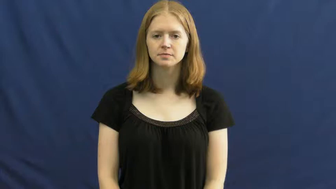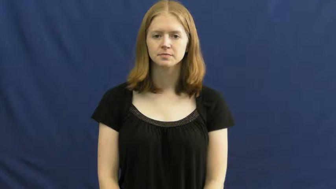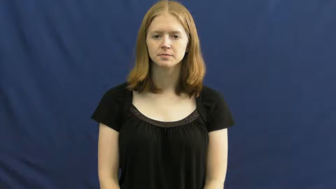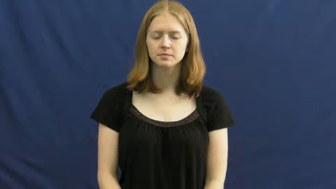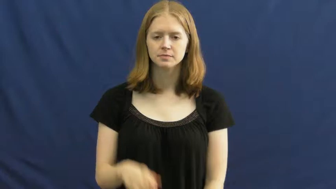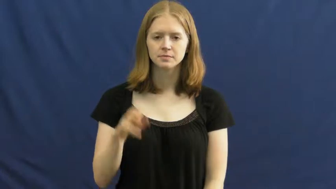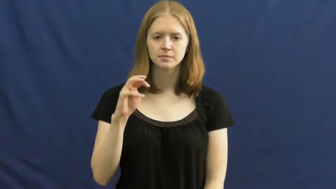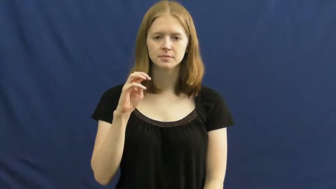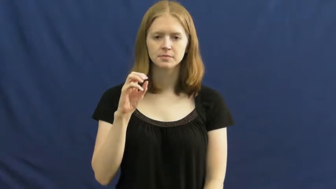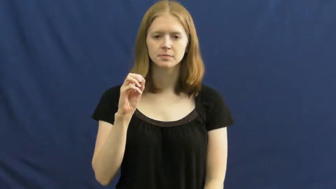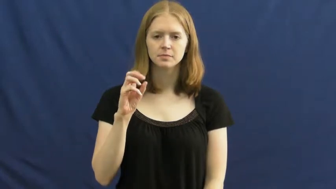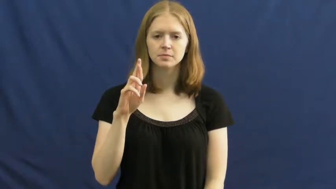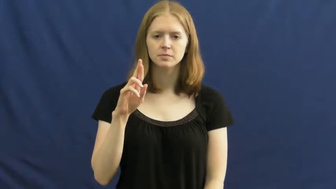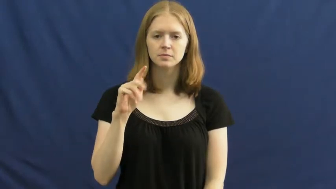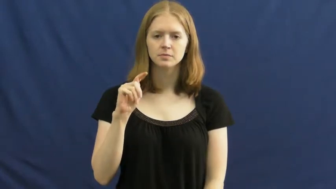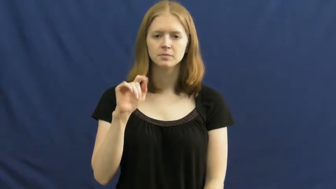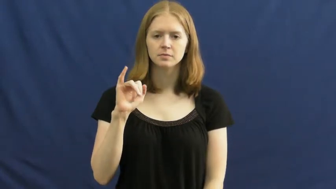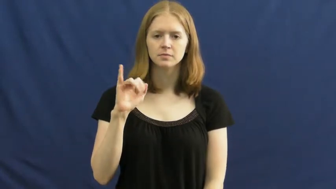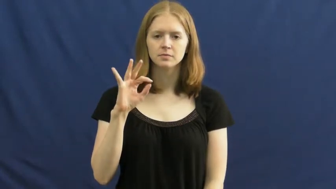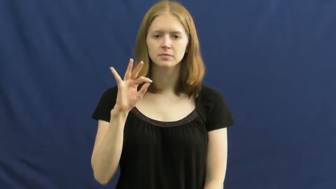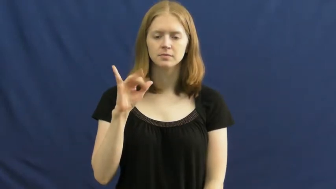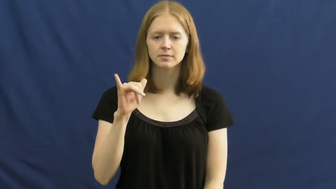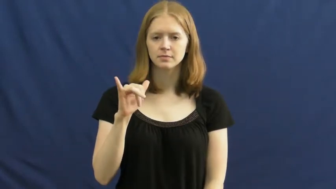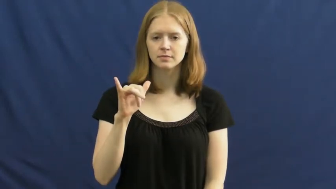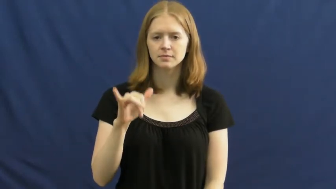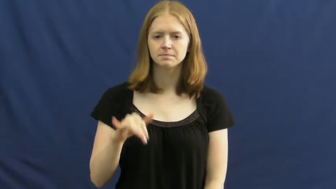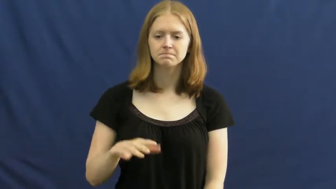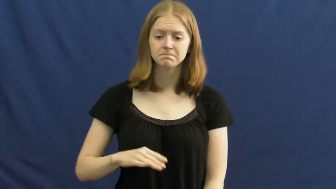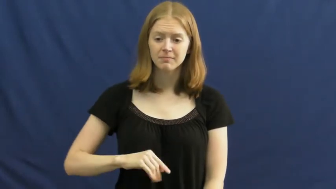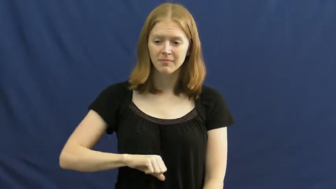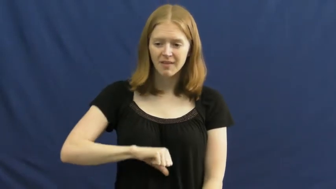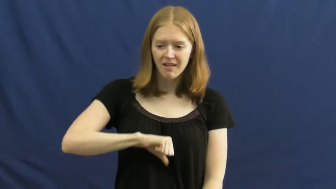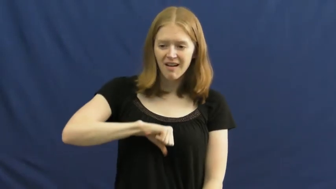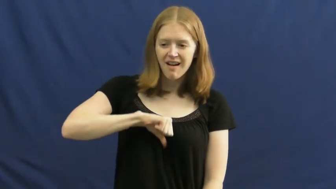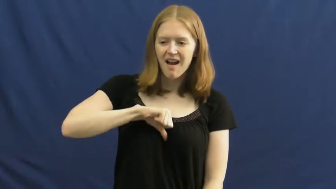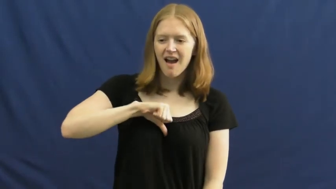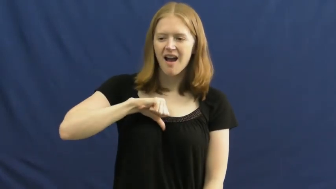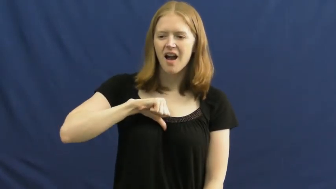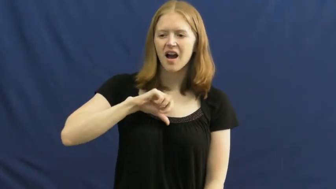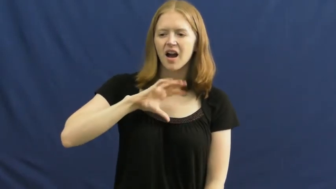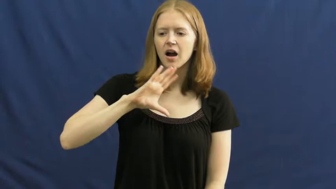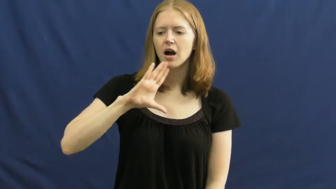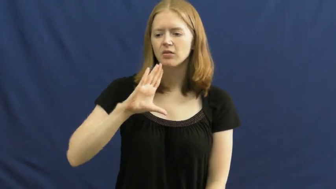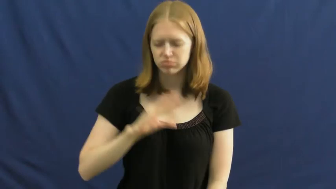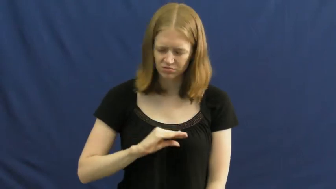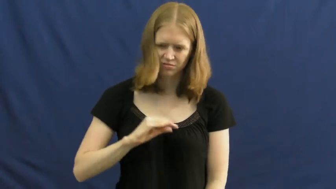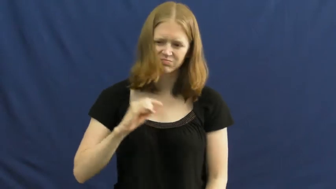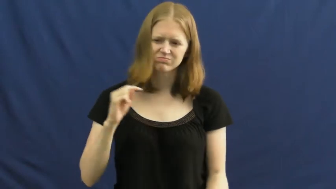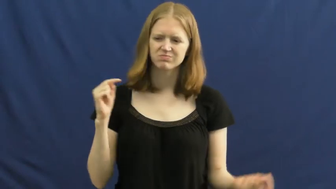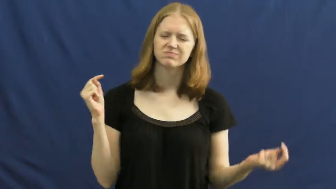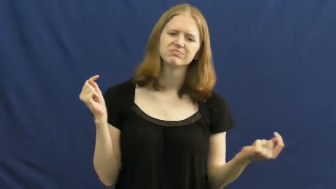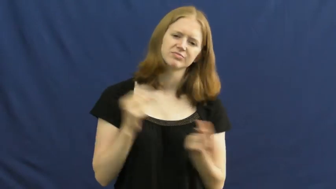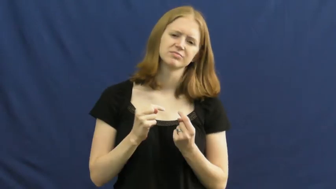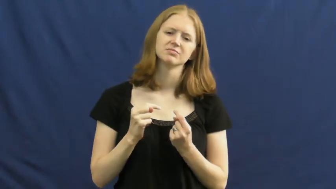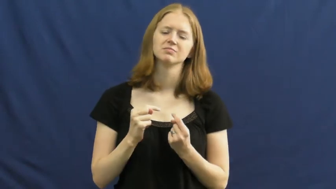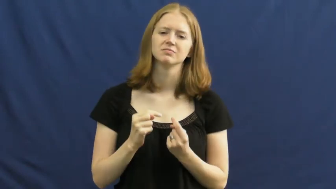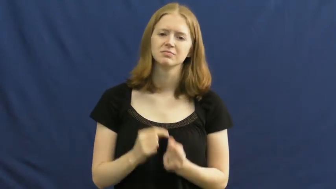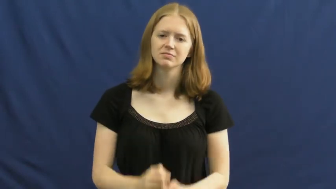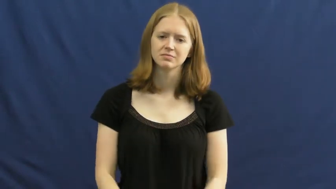mortify